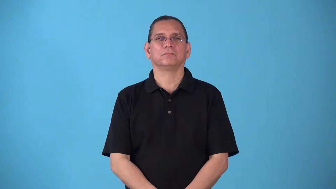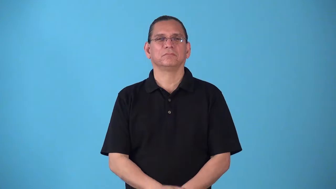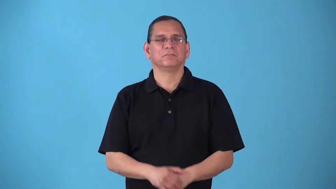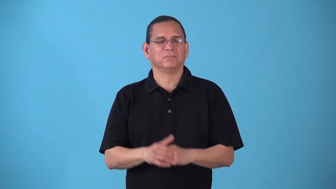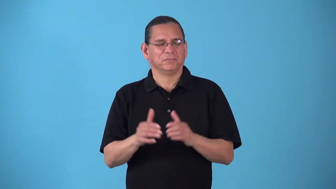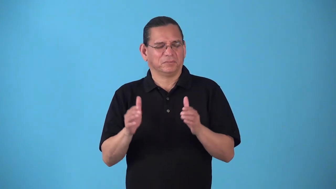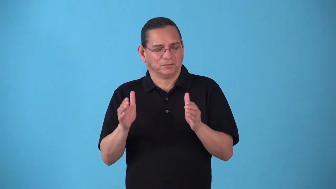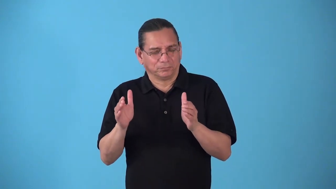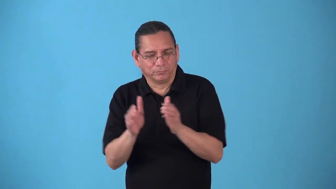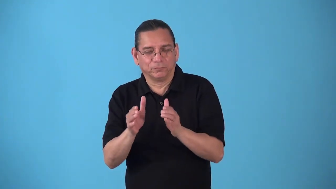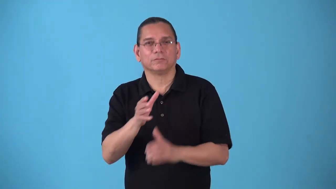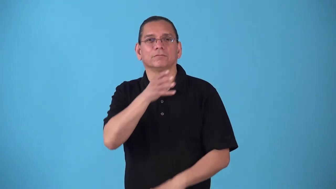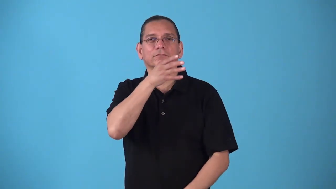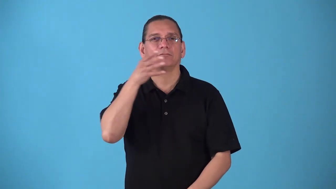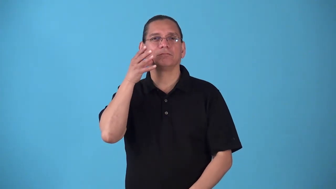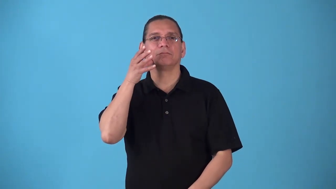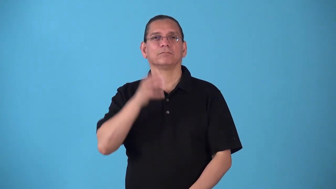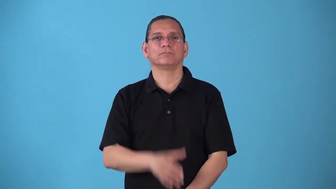smallholding